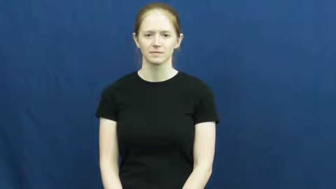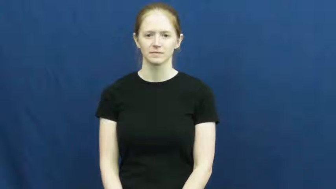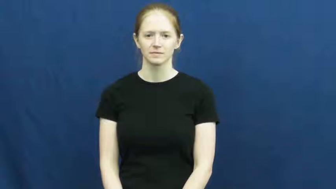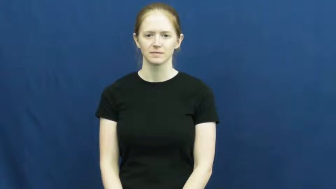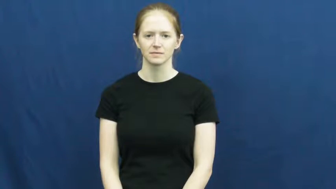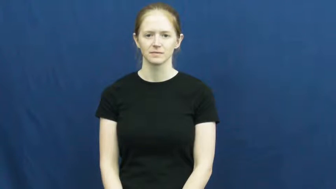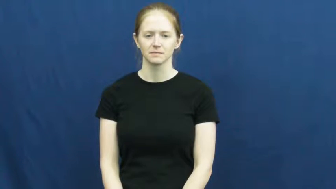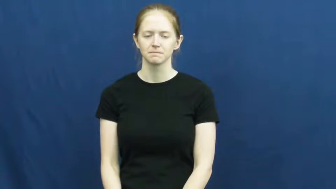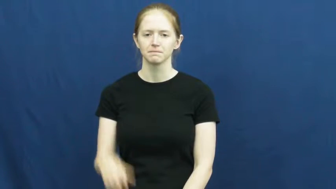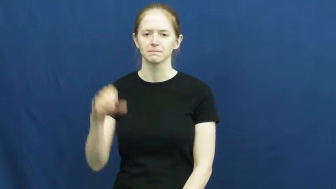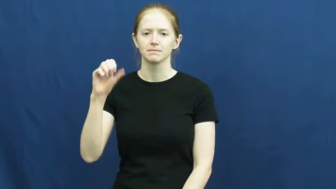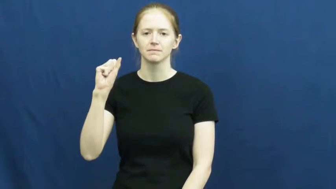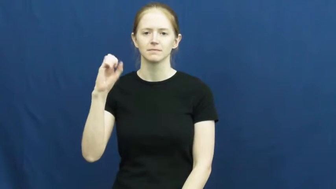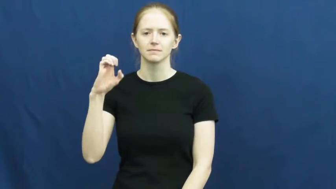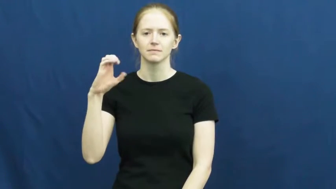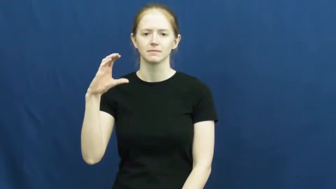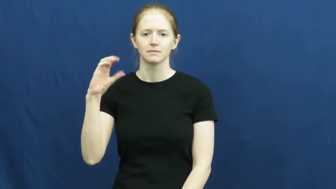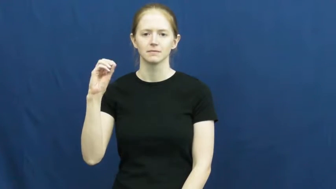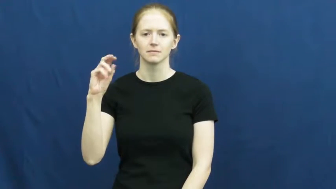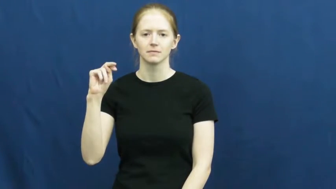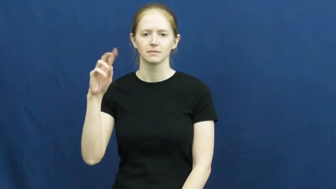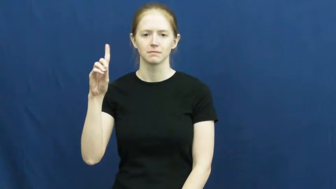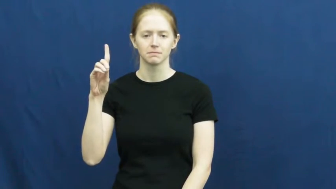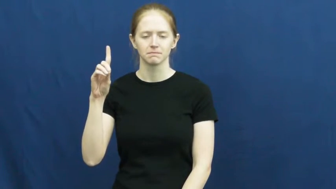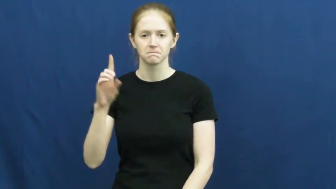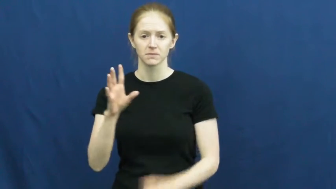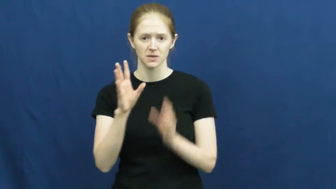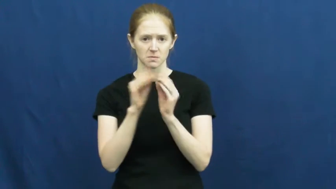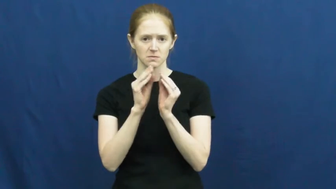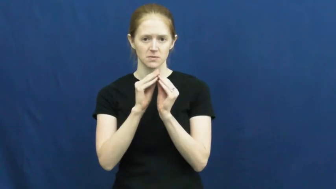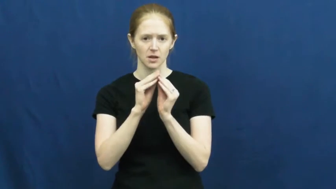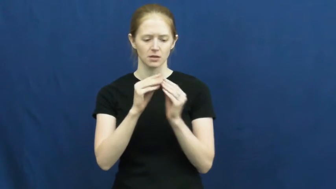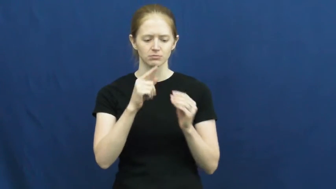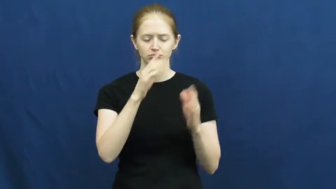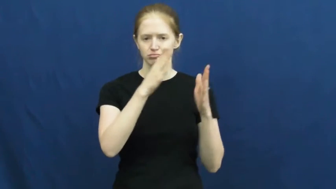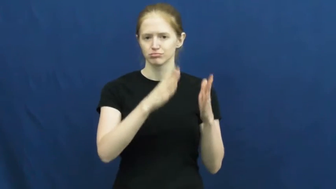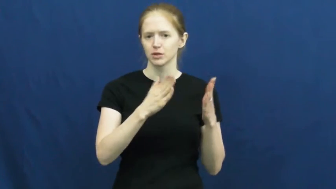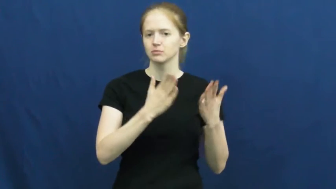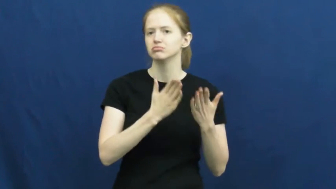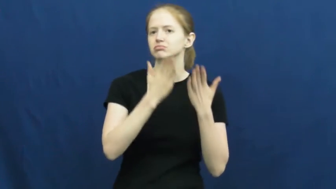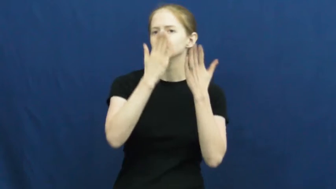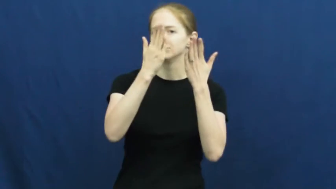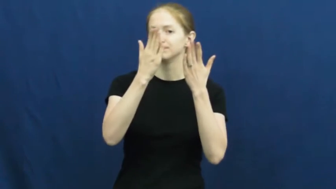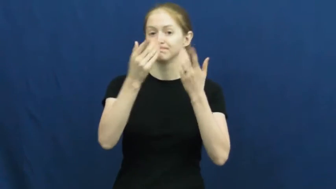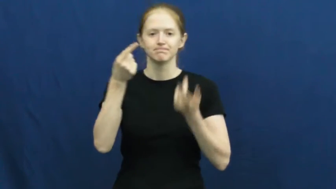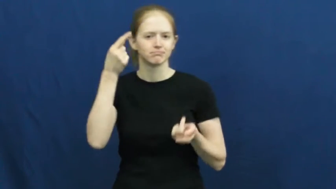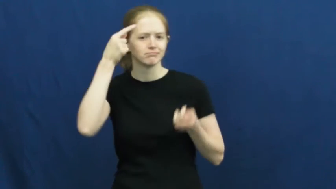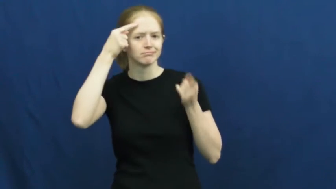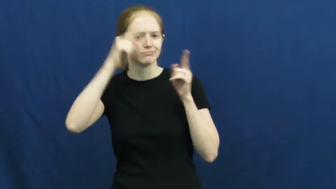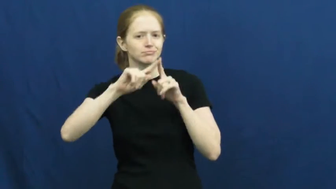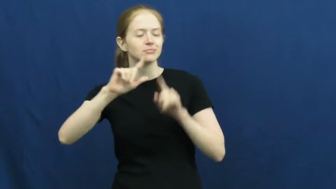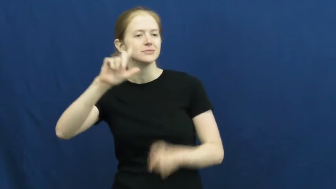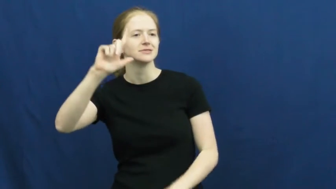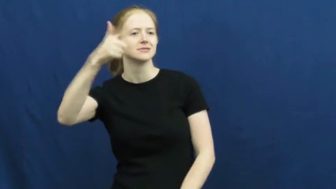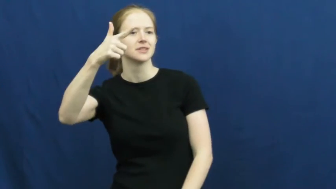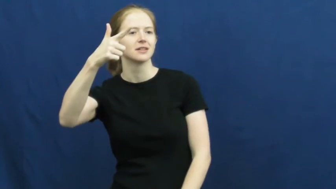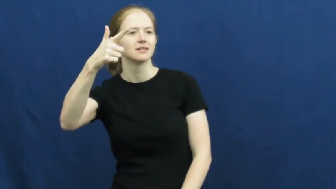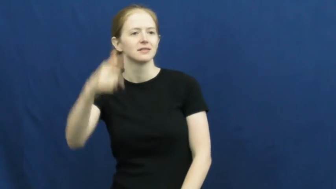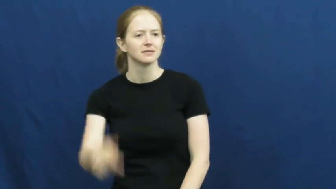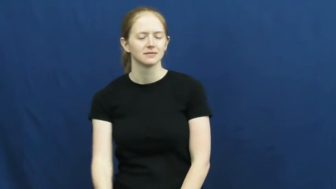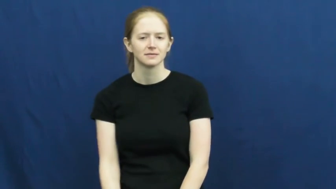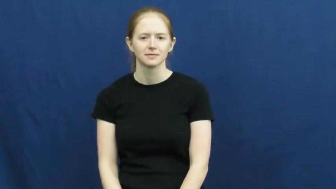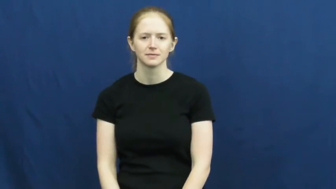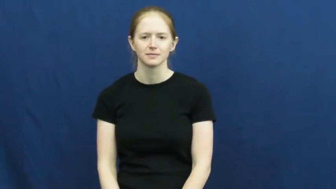second-motion